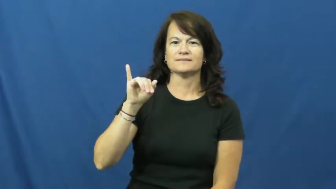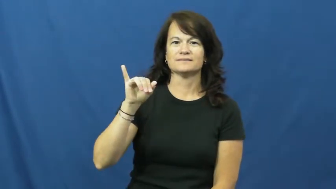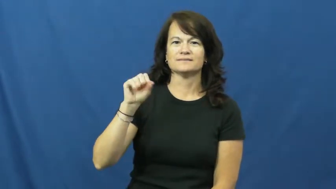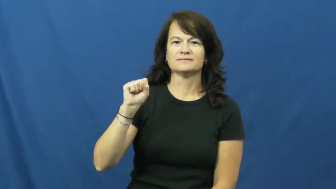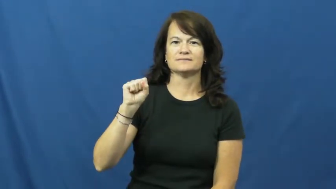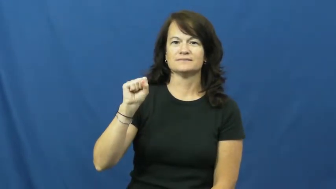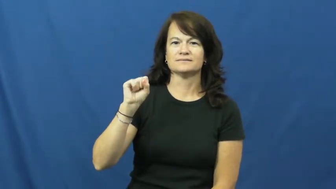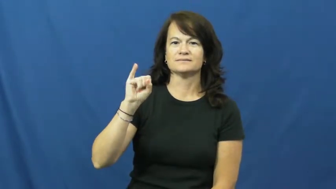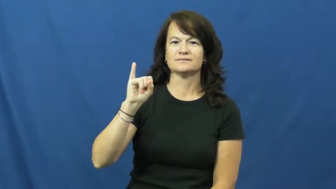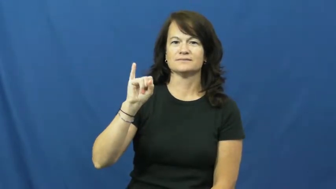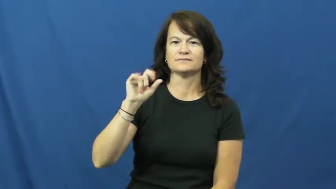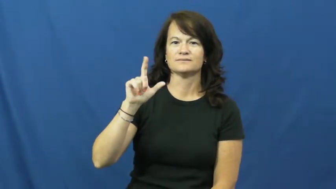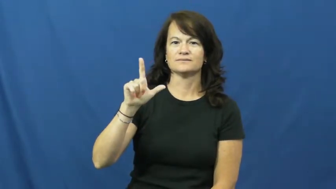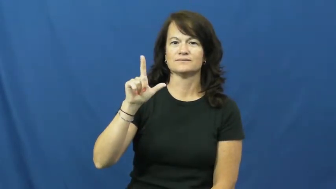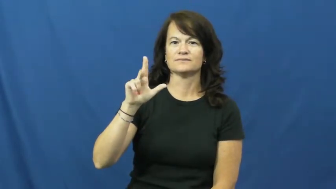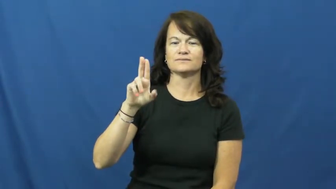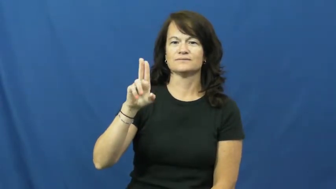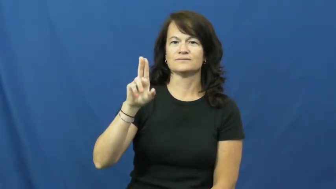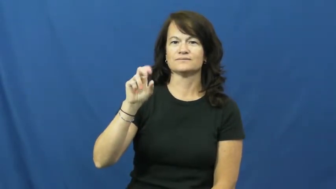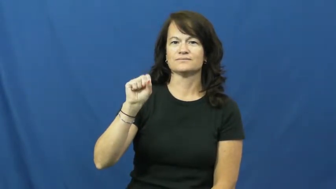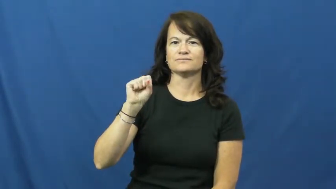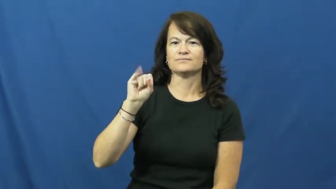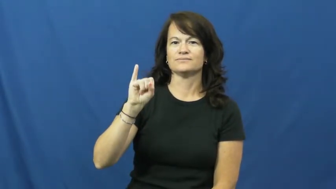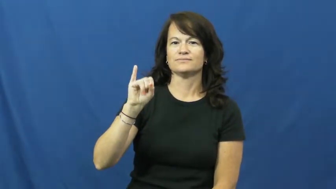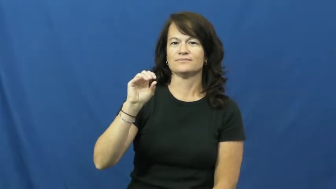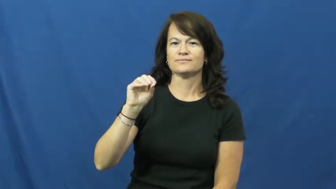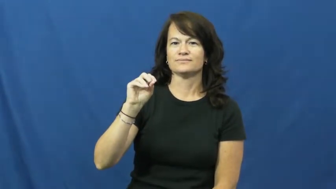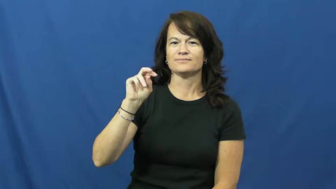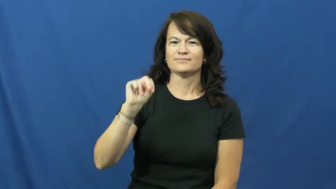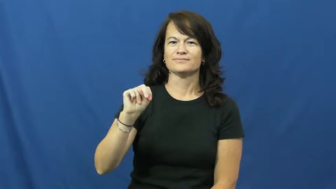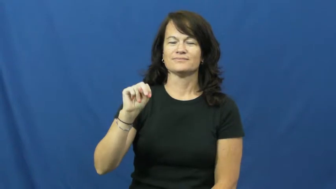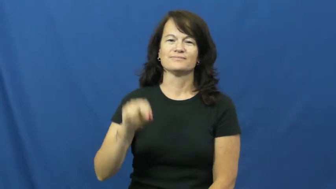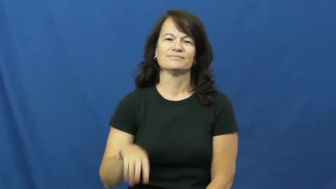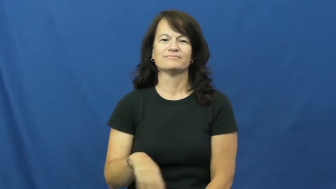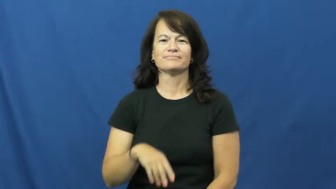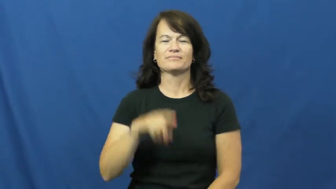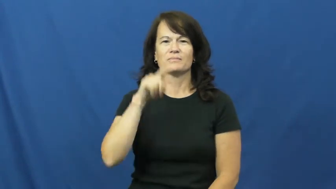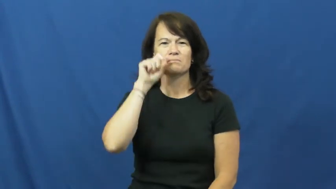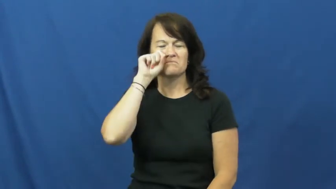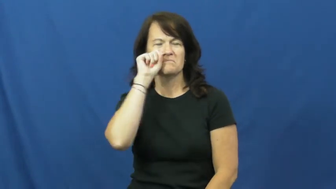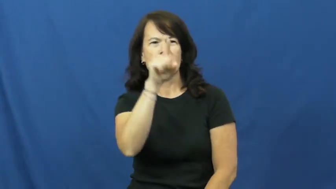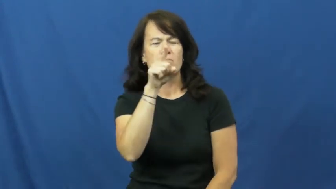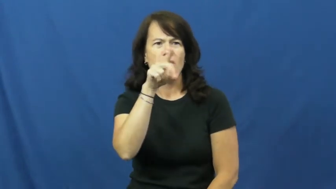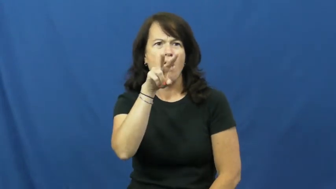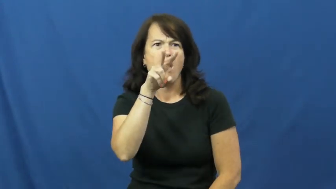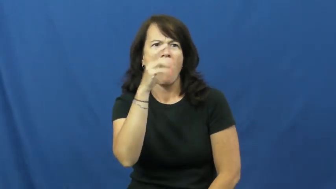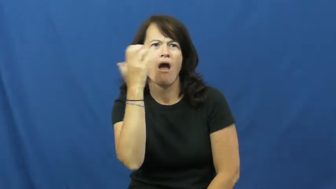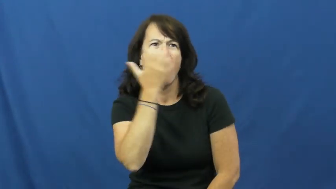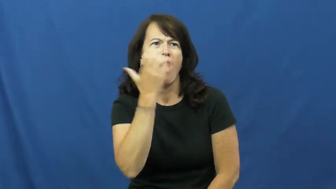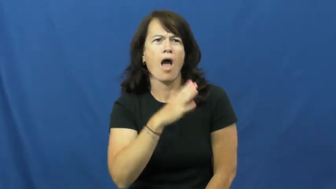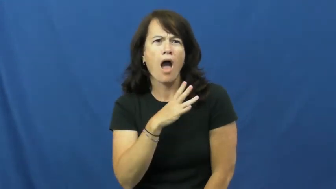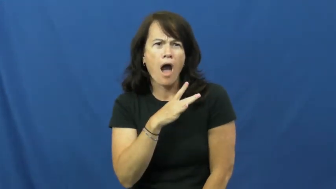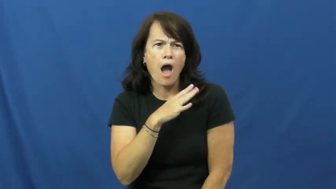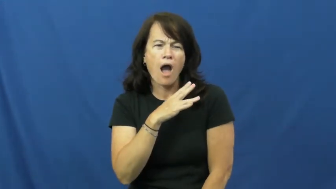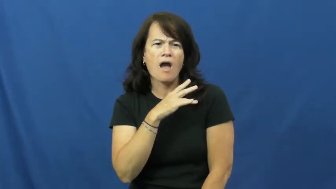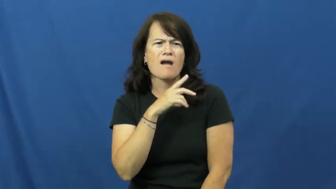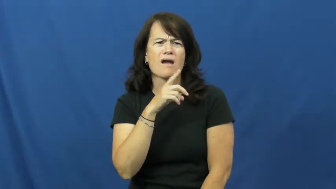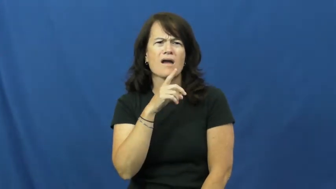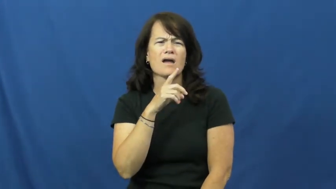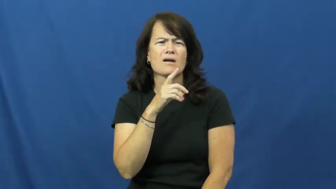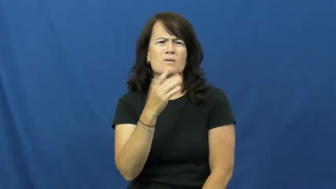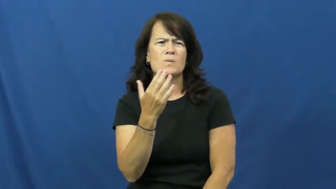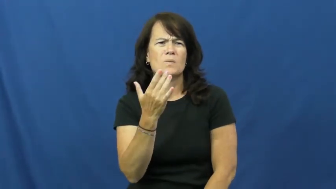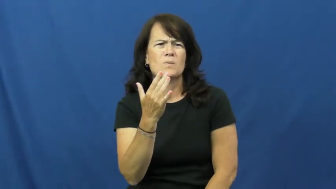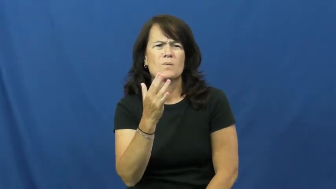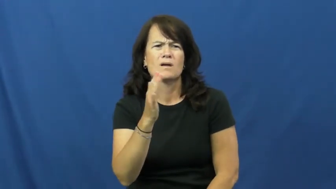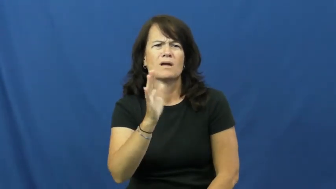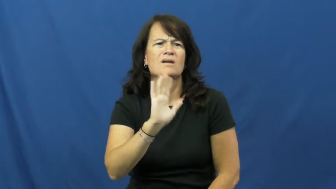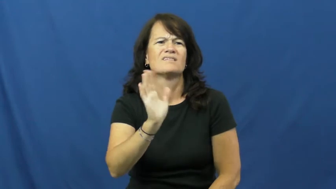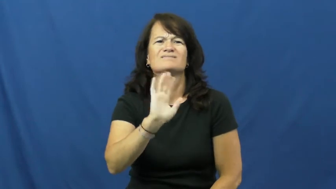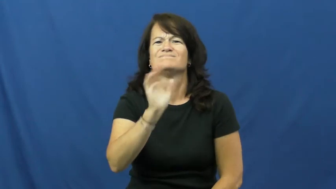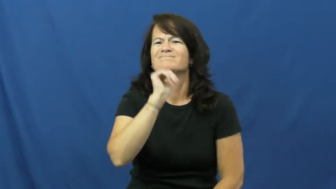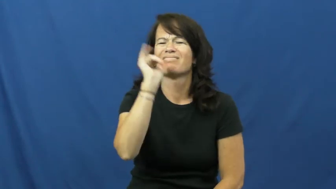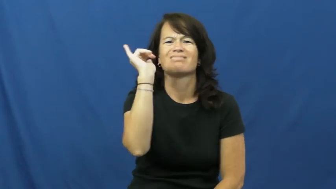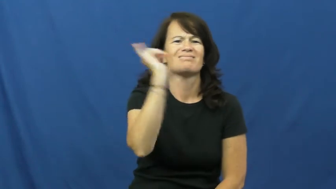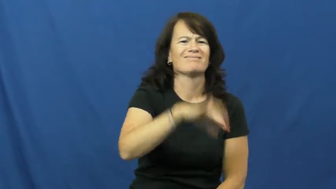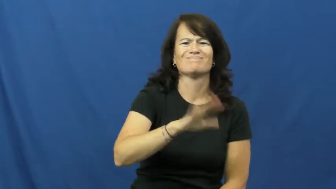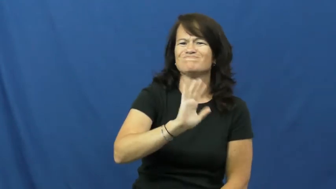disillusion